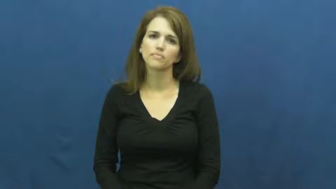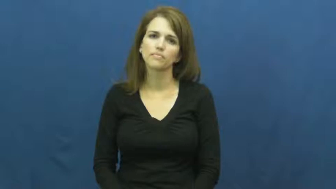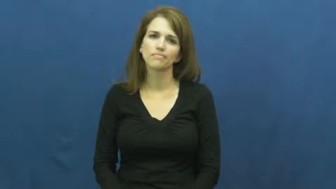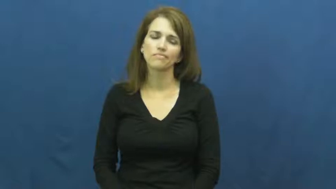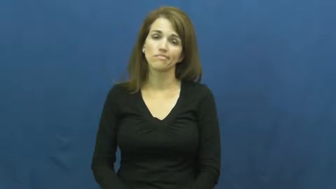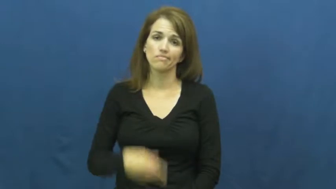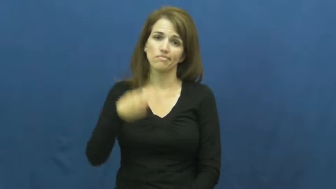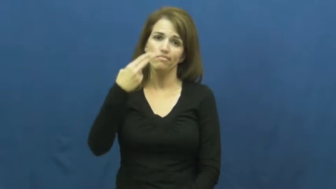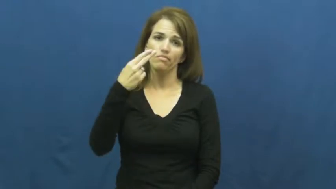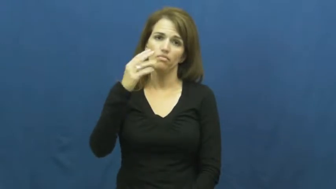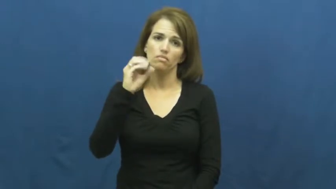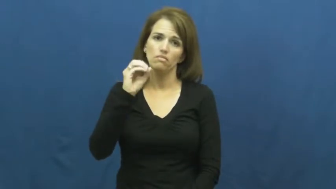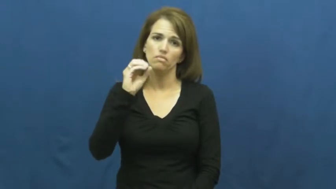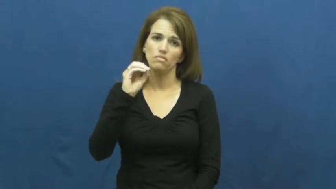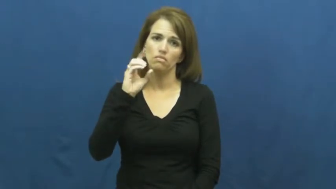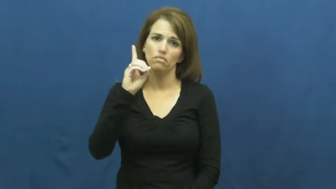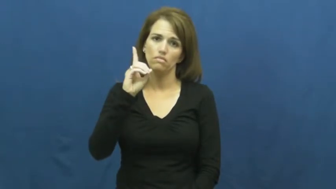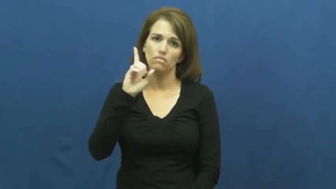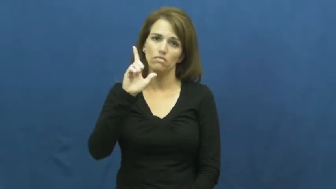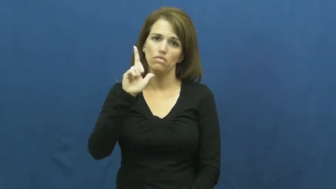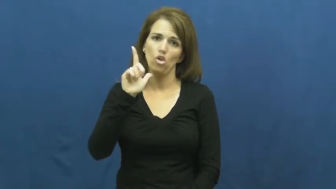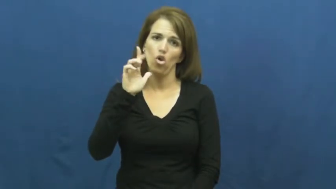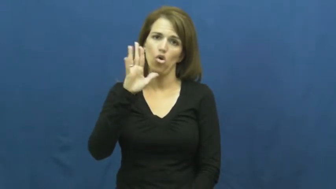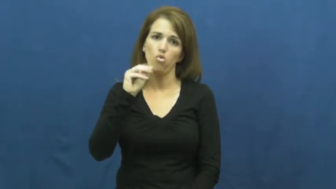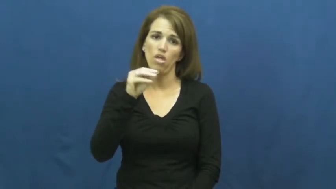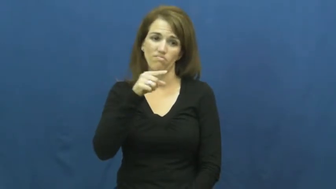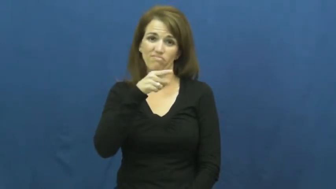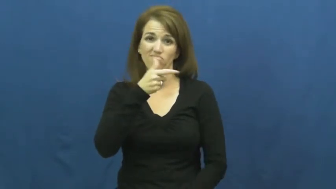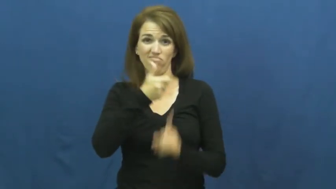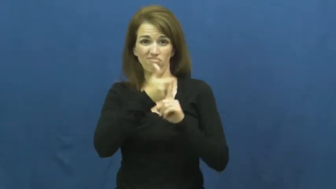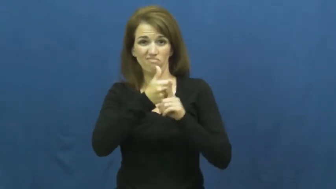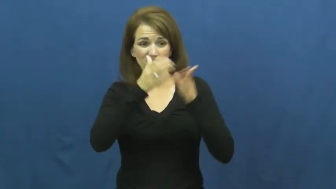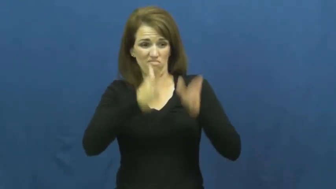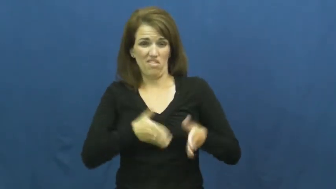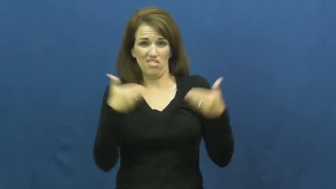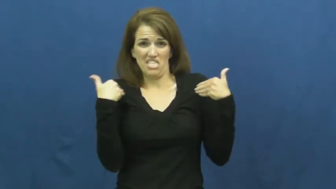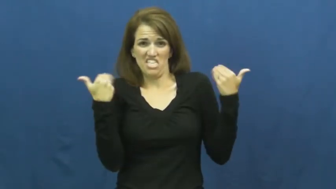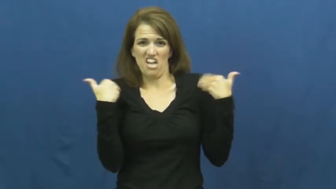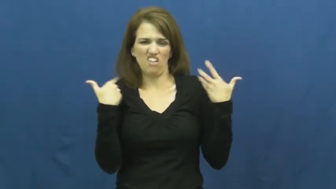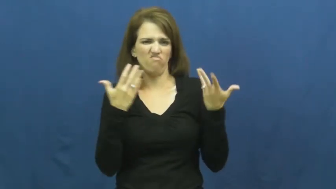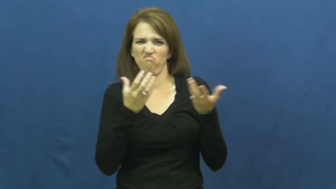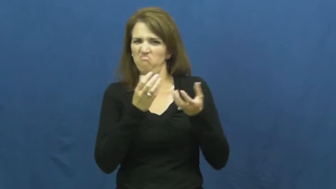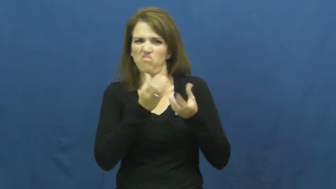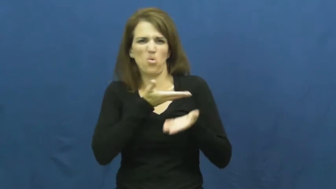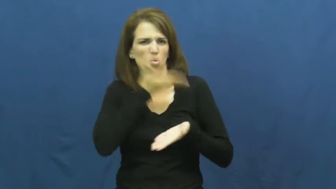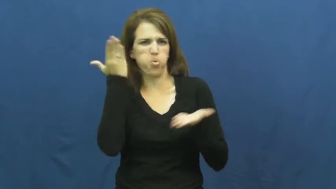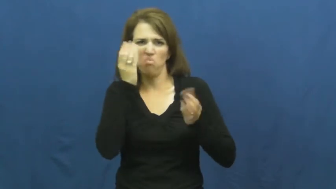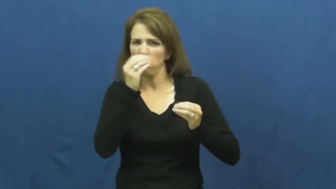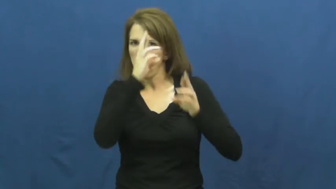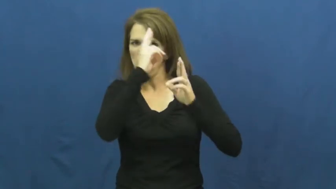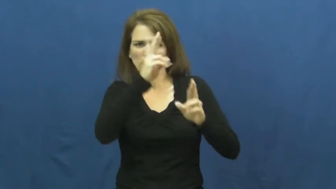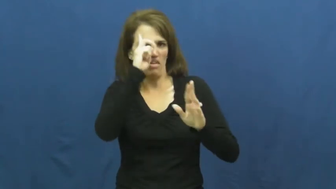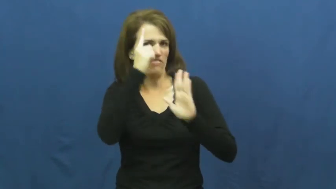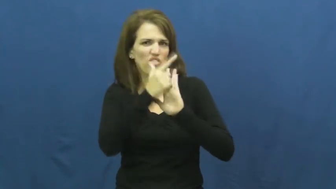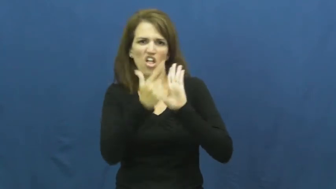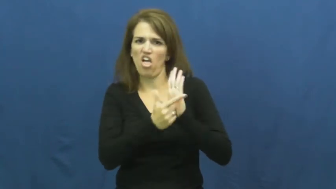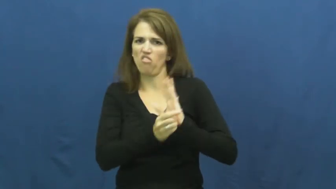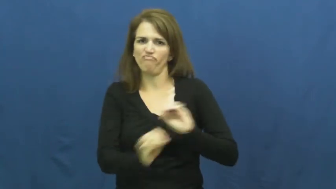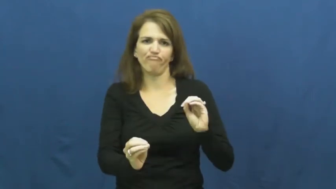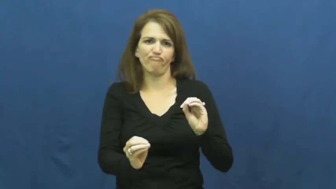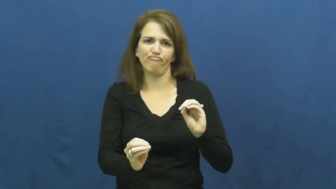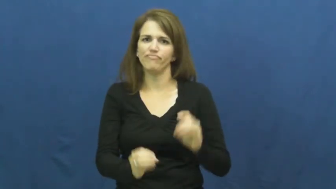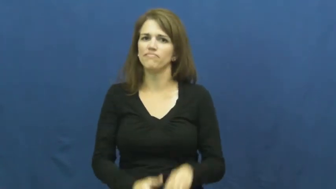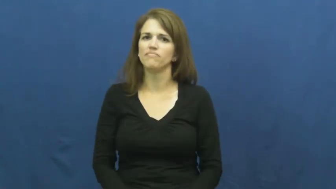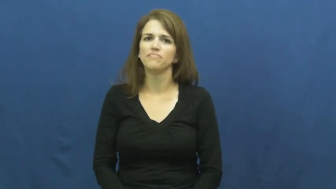hoodlum